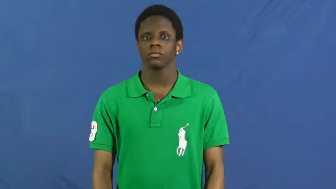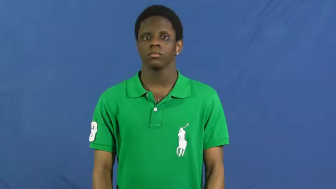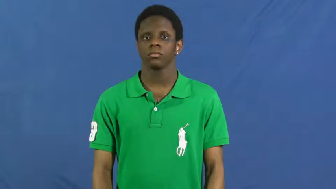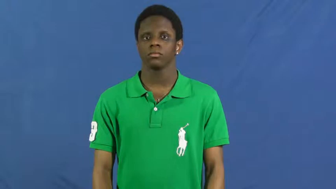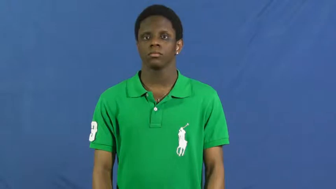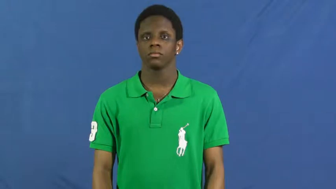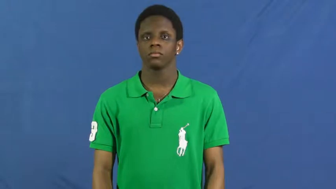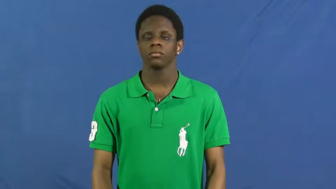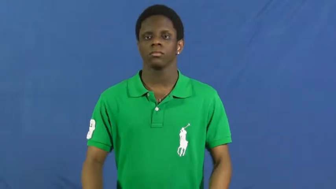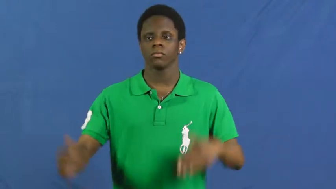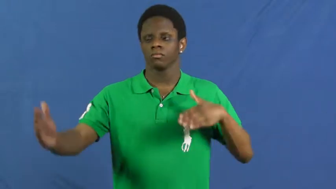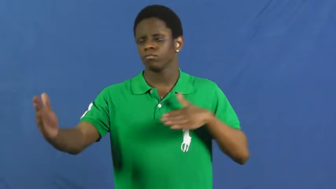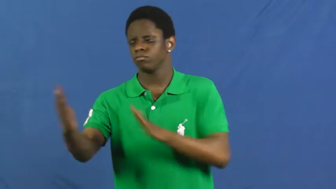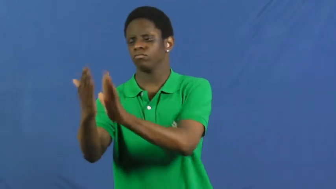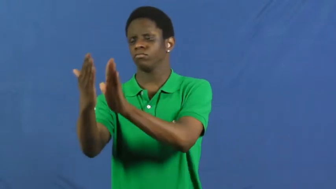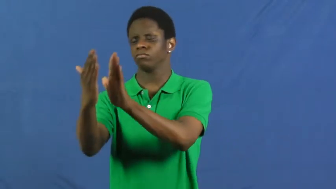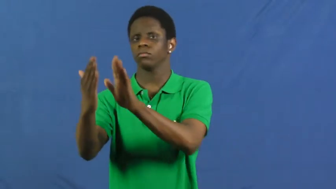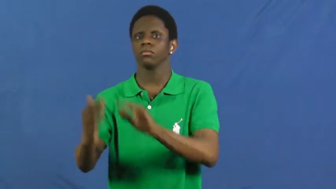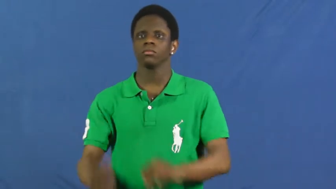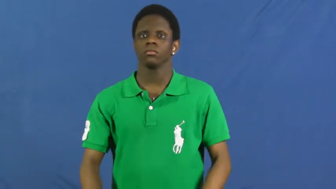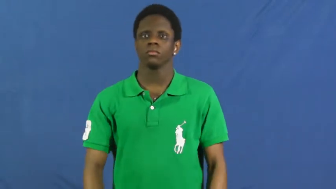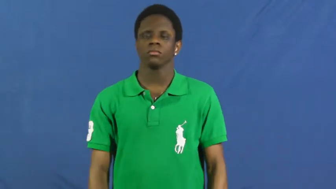encounter,run up on,hit